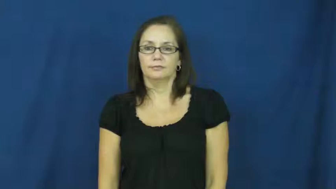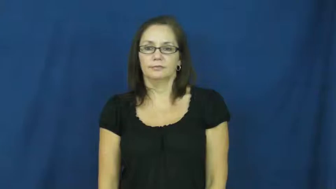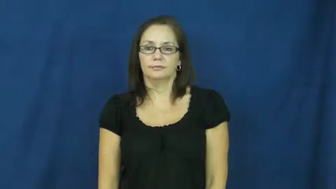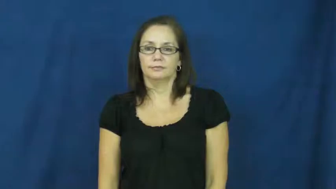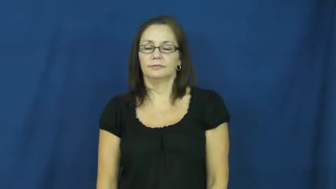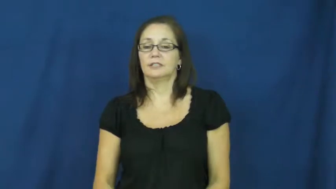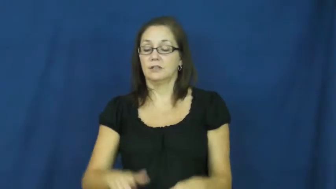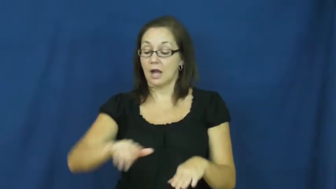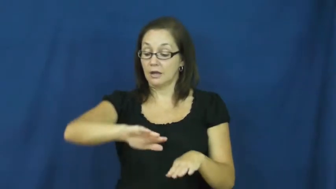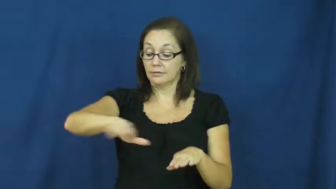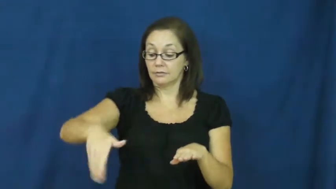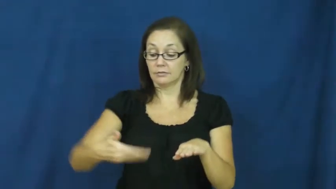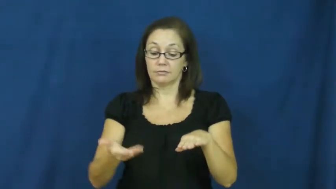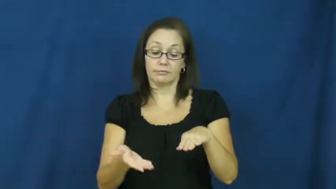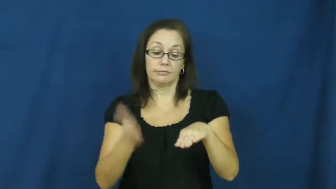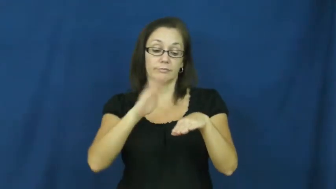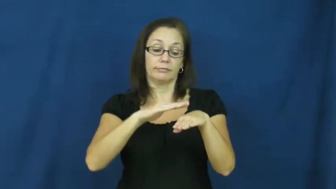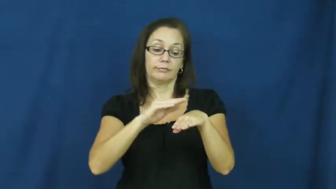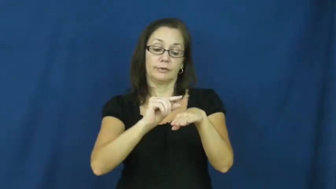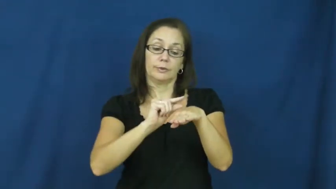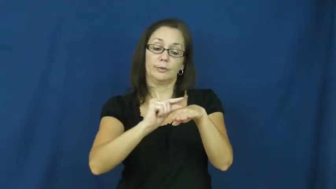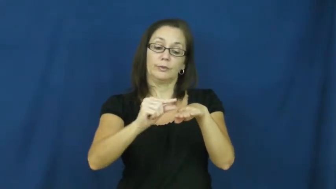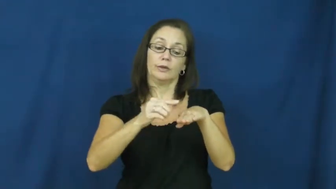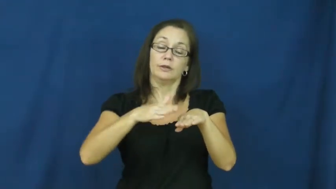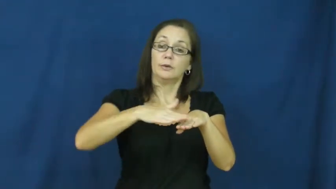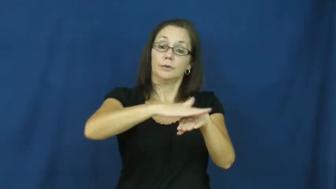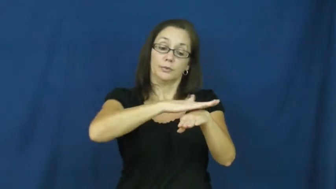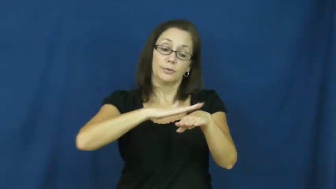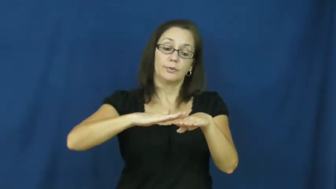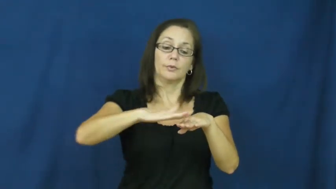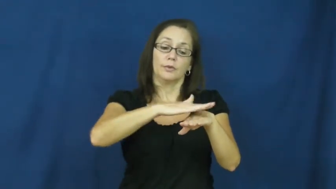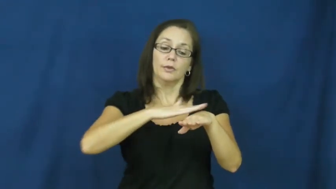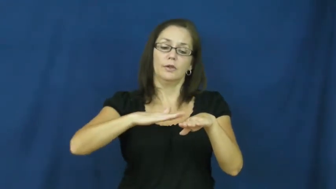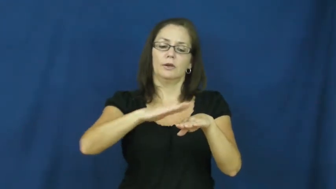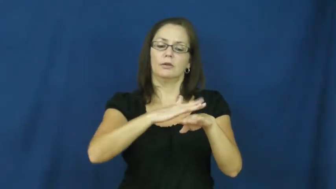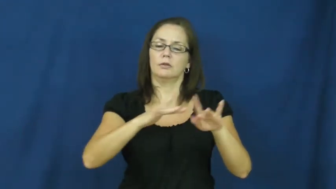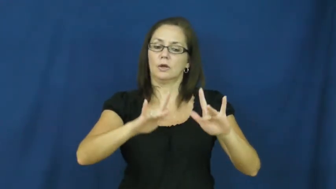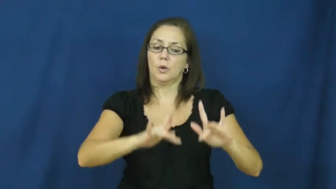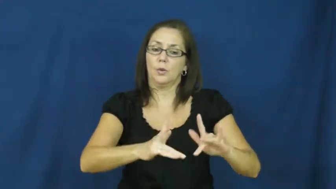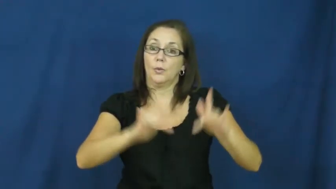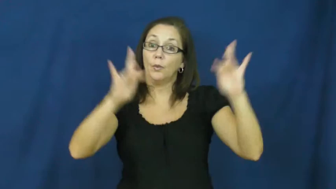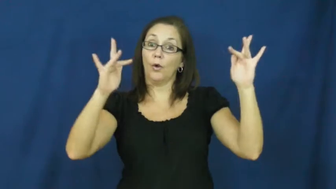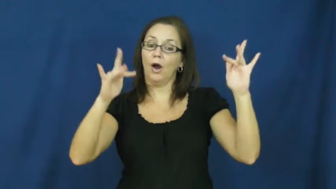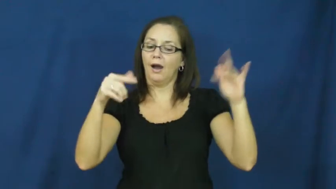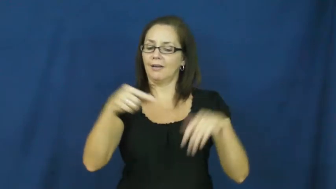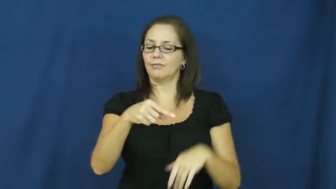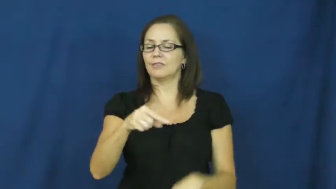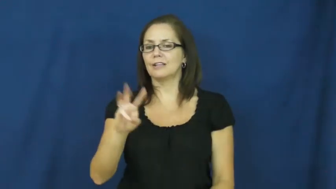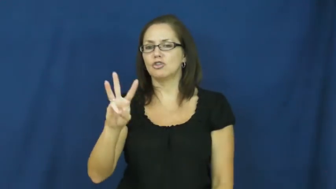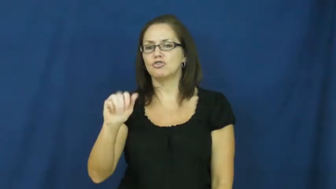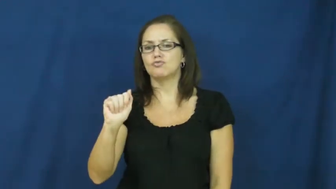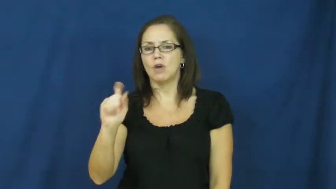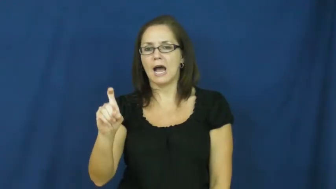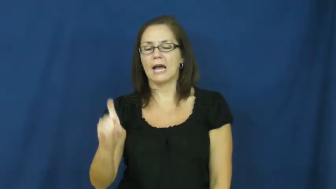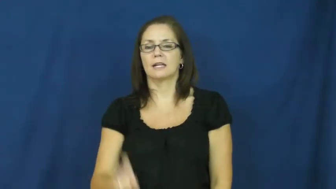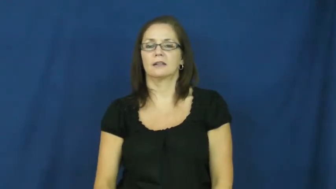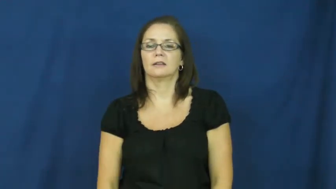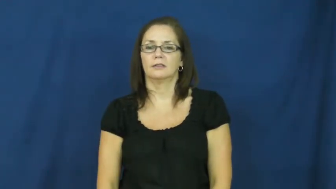wax-verb